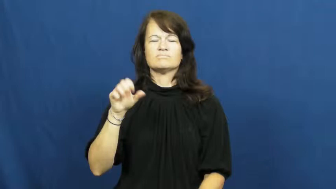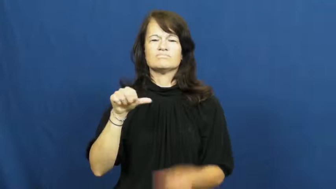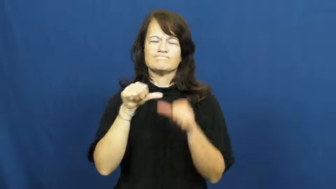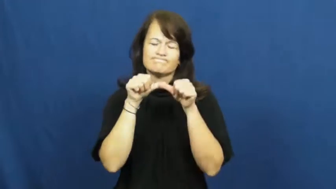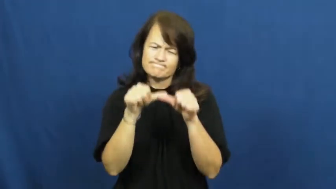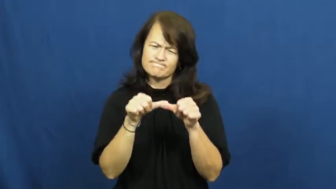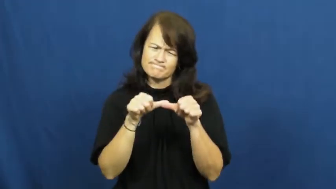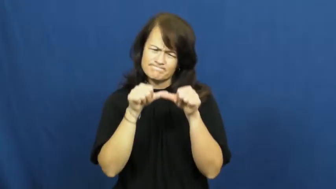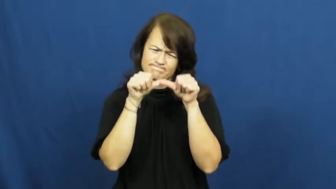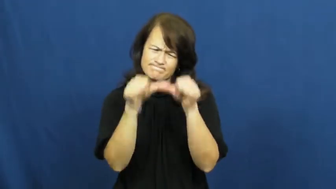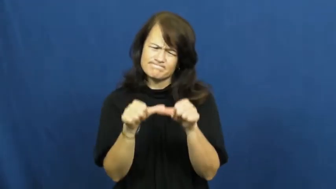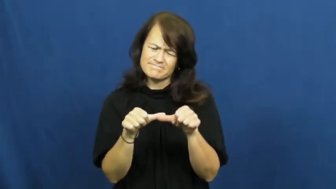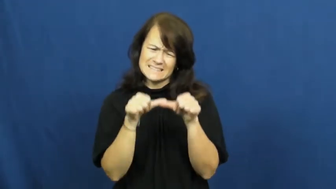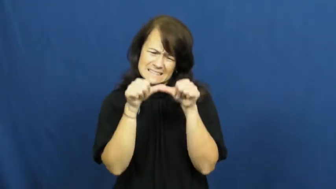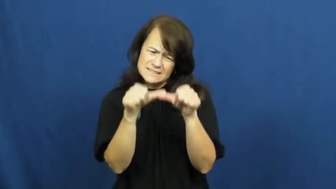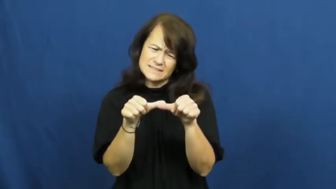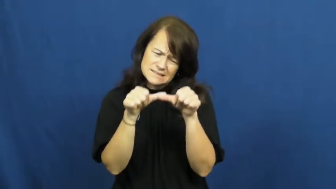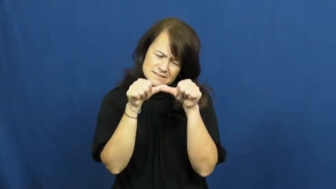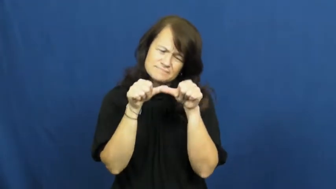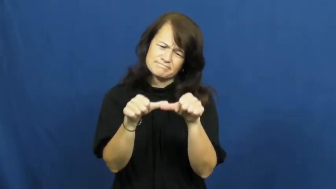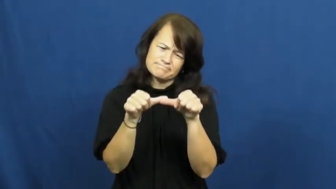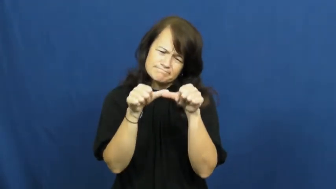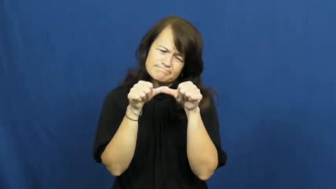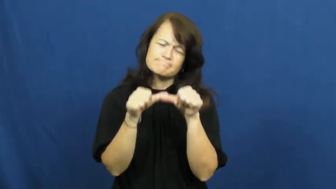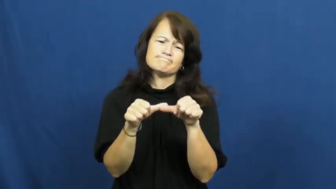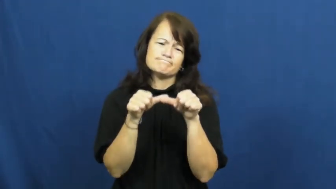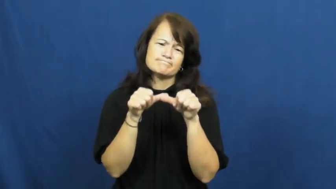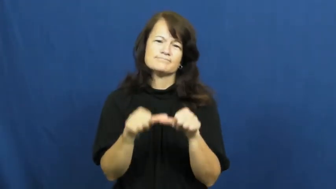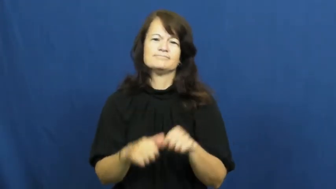plow on